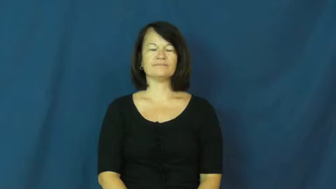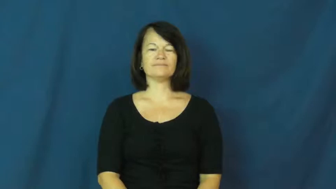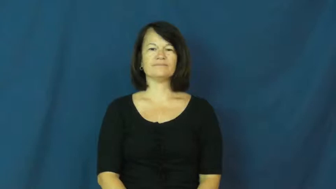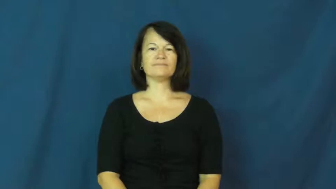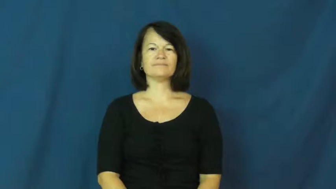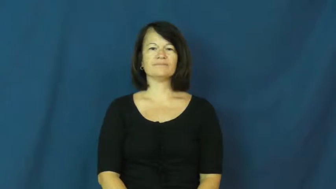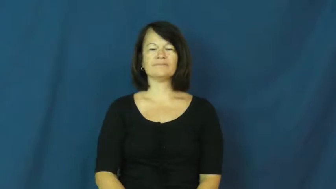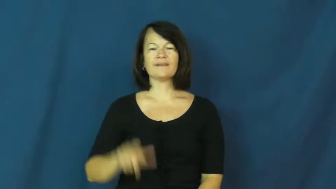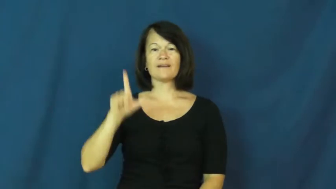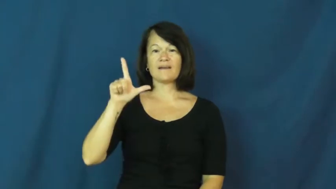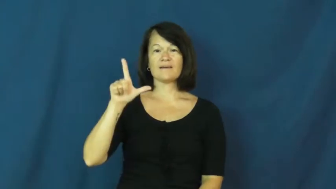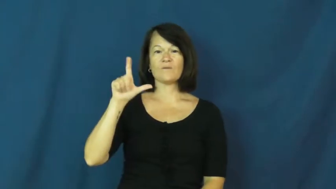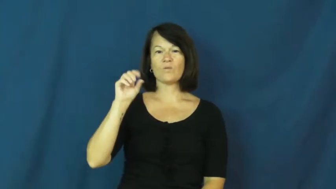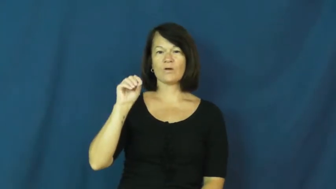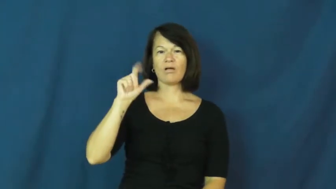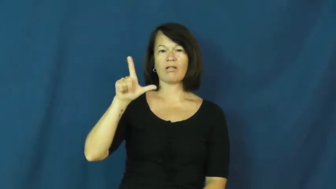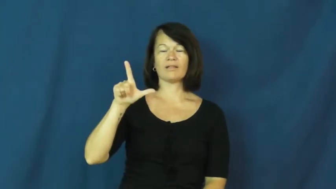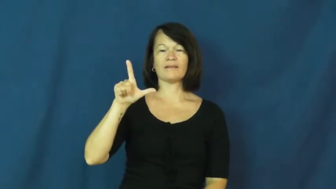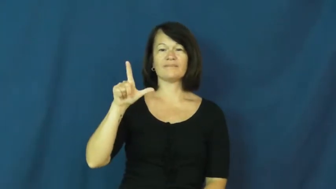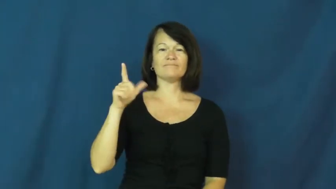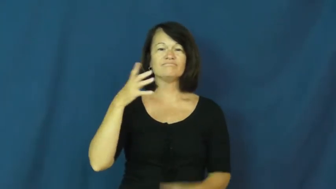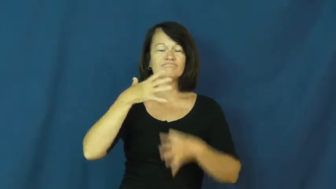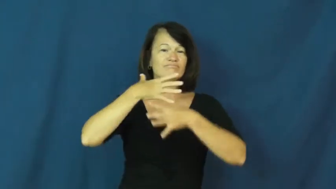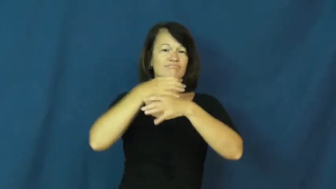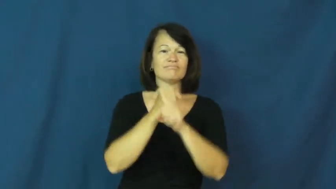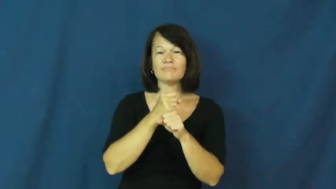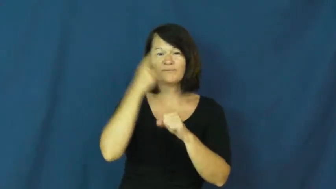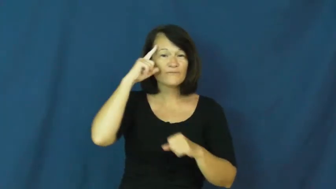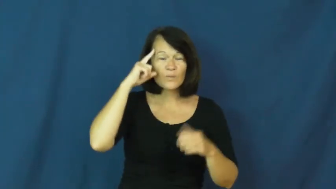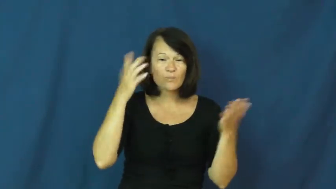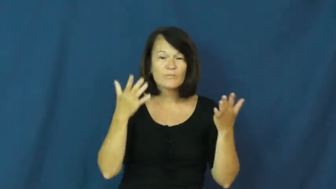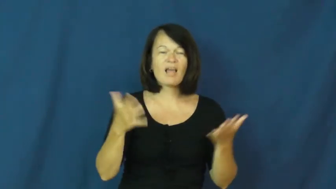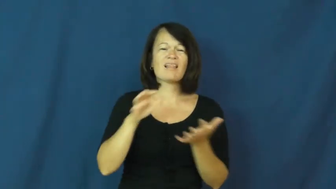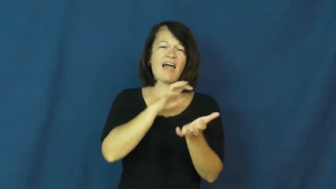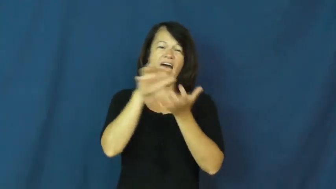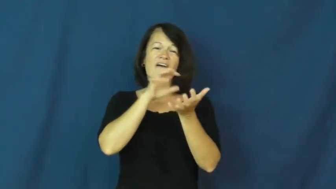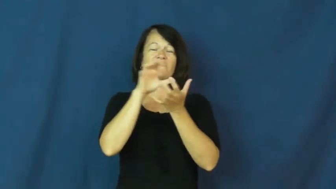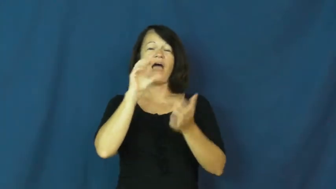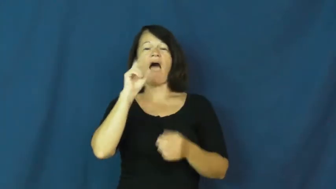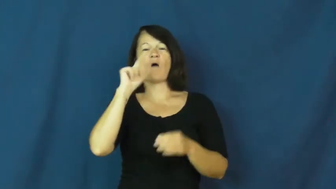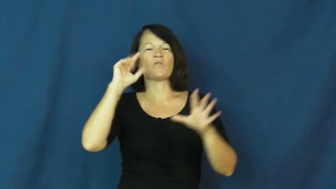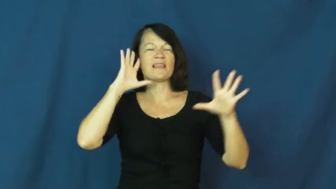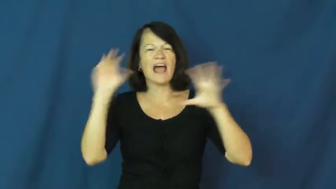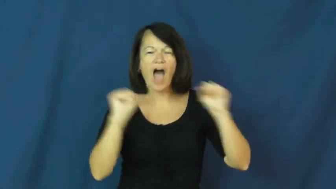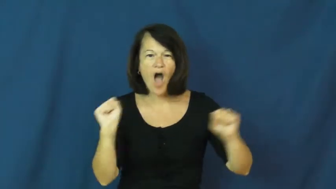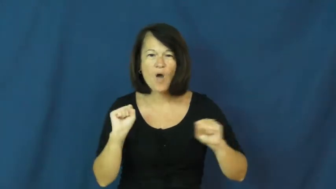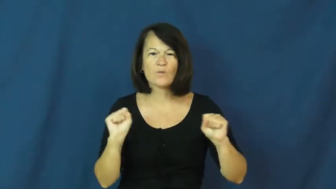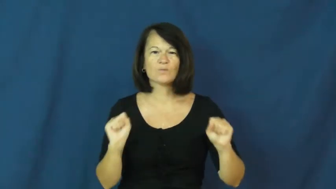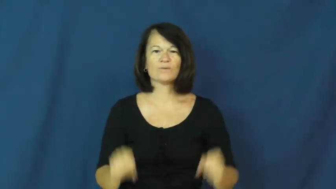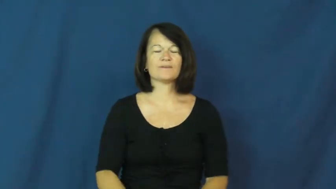LOL